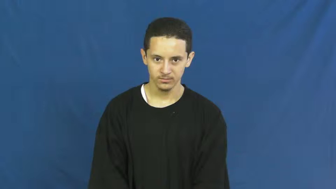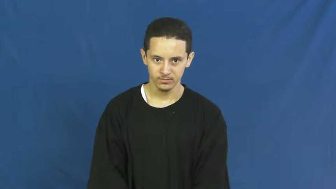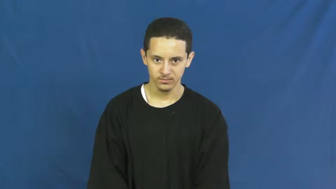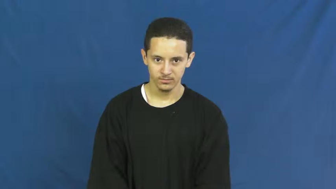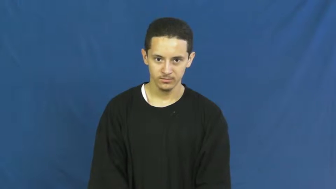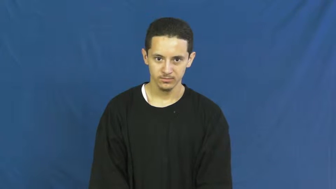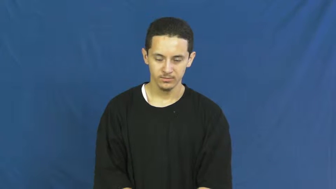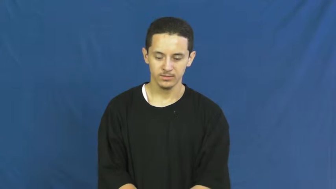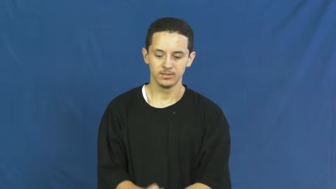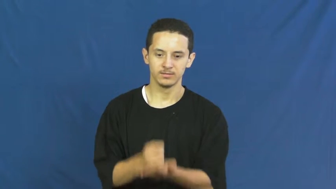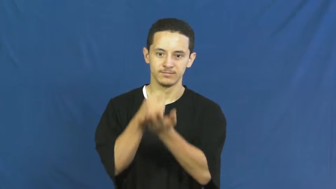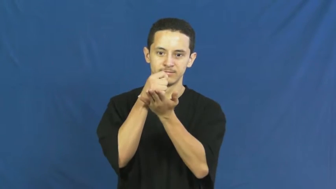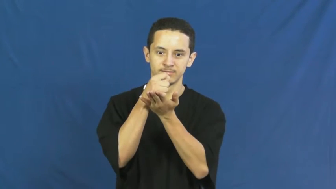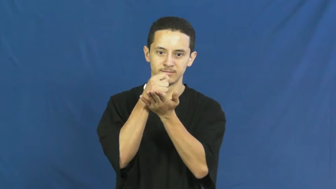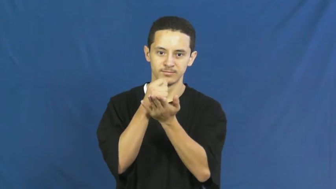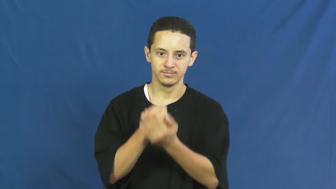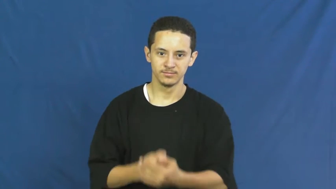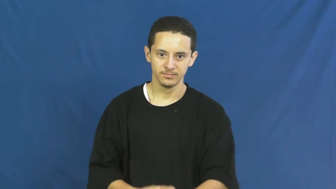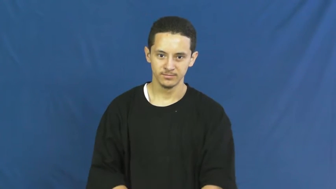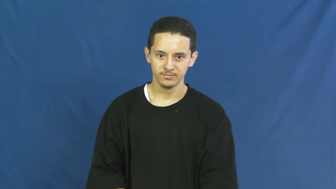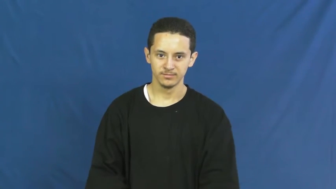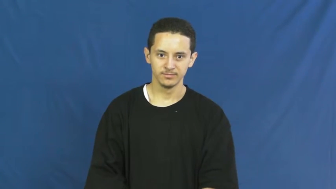therapy